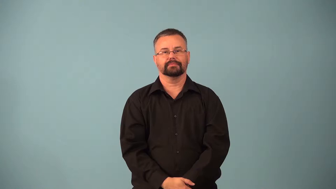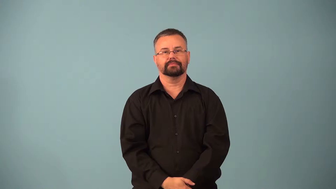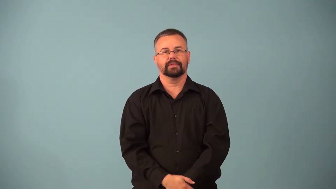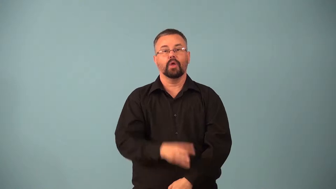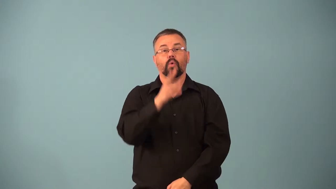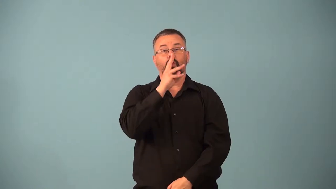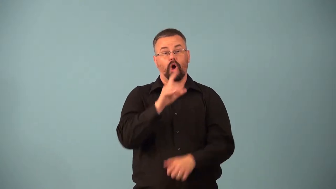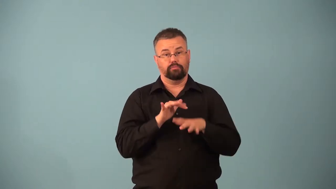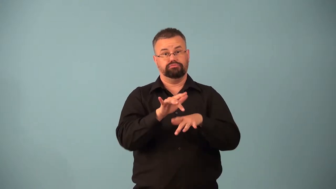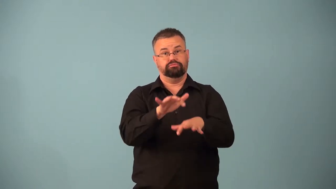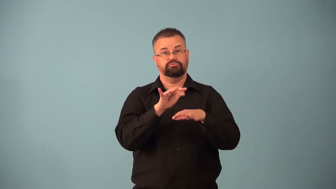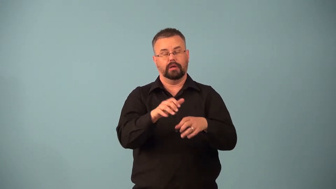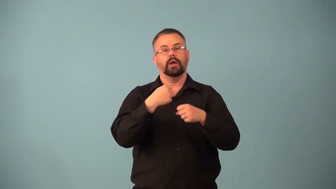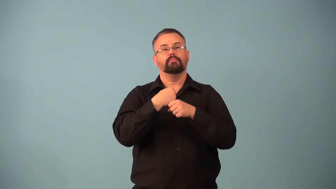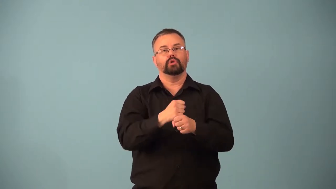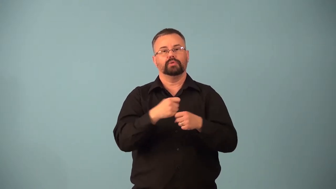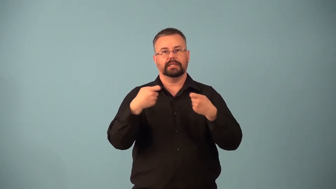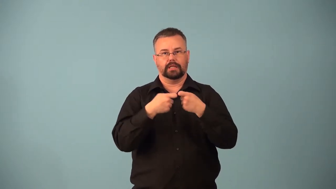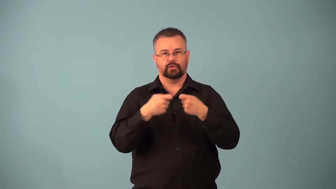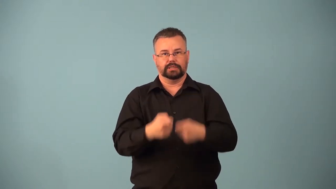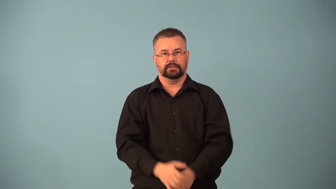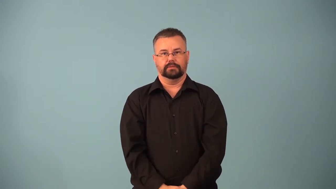hydroelectric